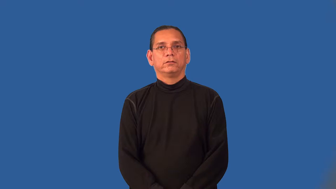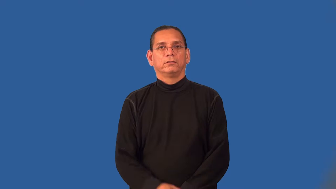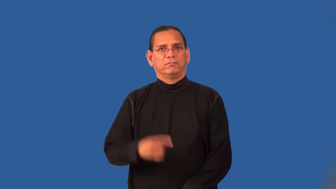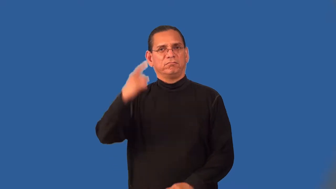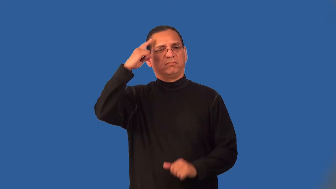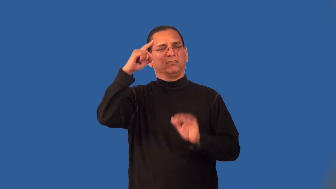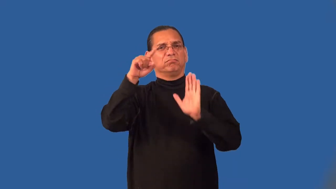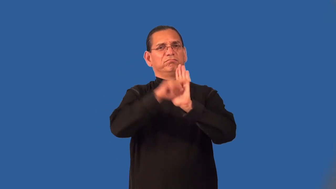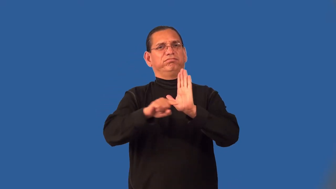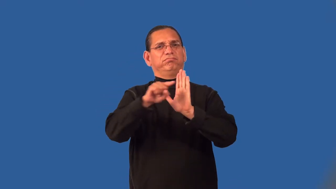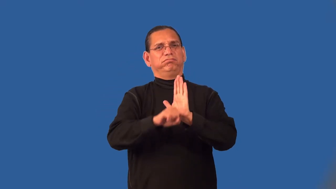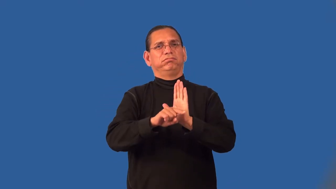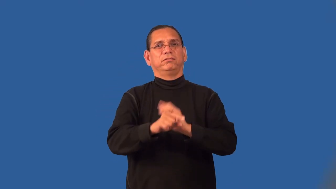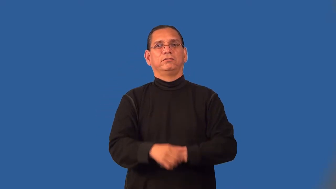pessimistic,downbeat,downcast,fatalism